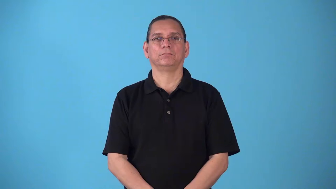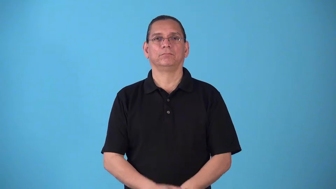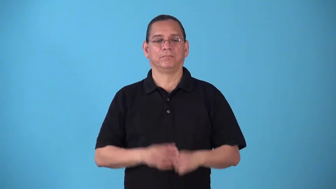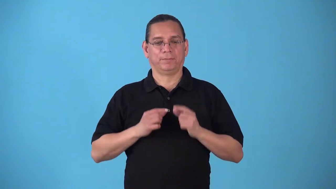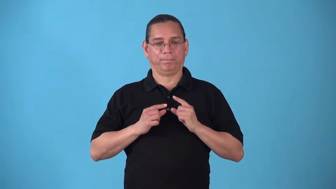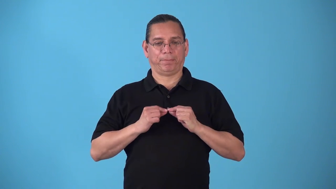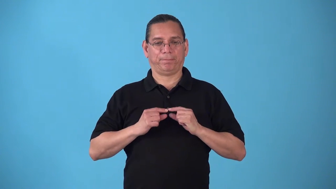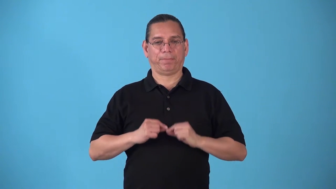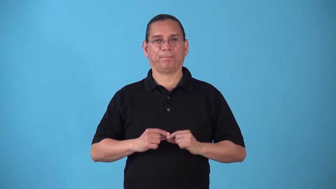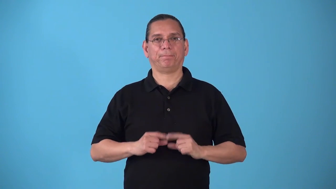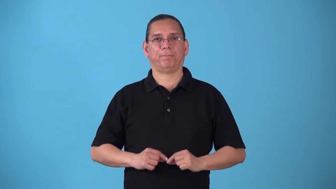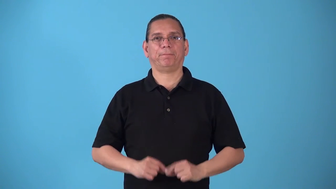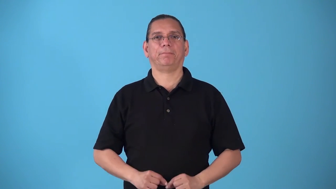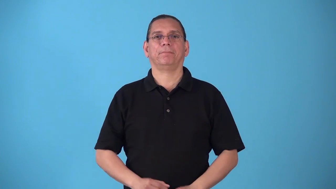snap on clothes